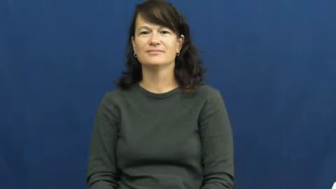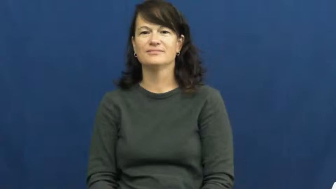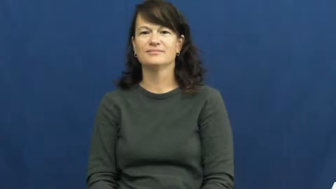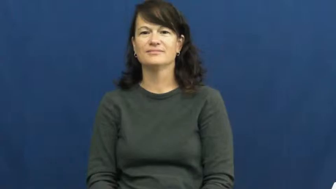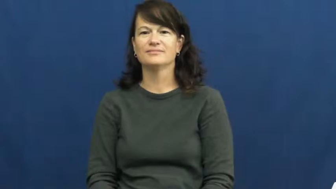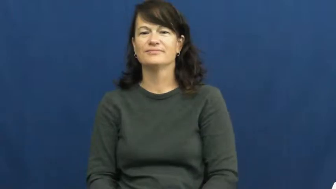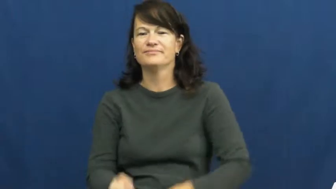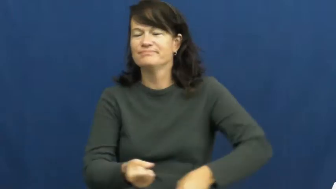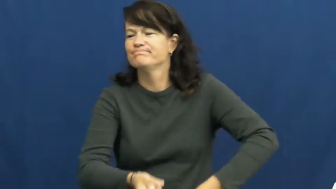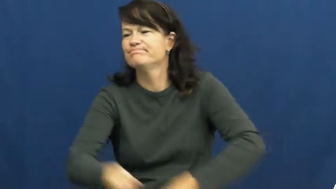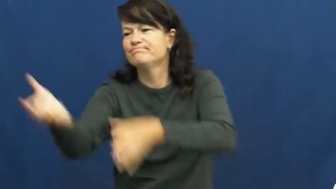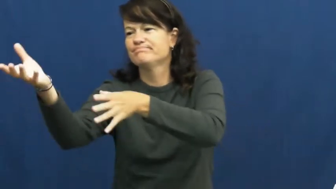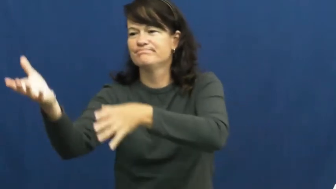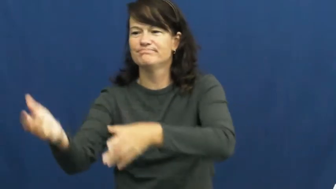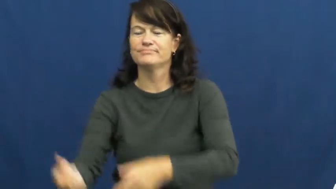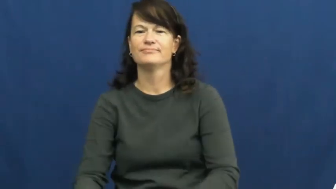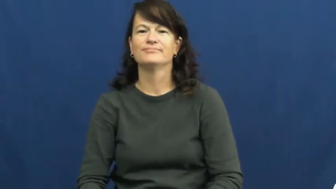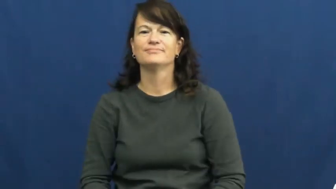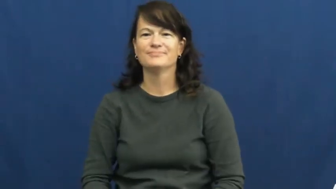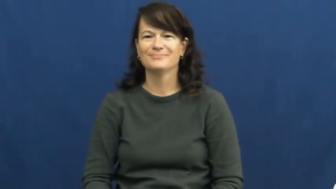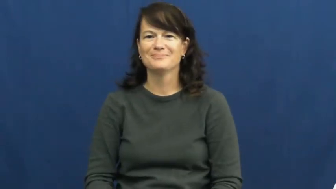heave-toss